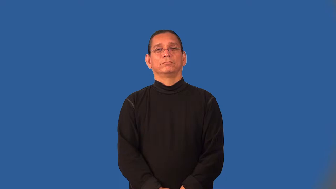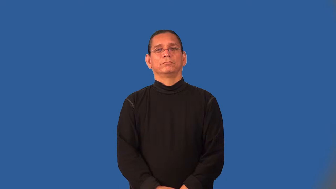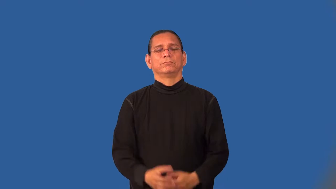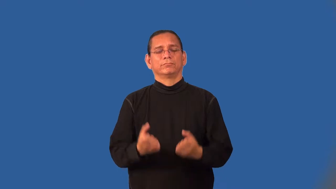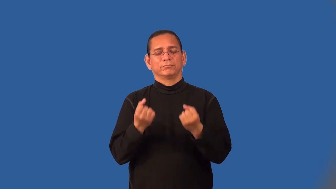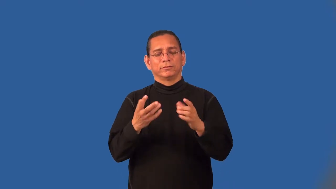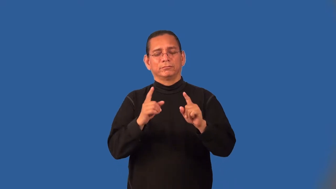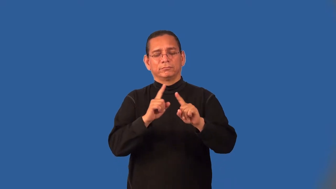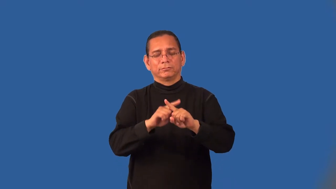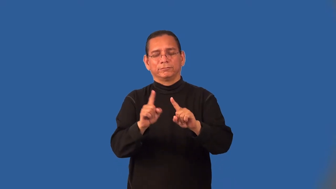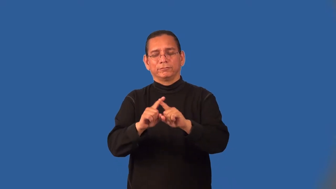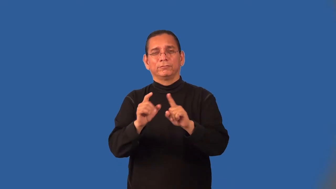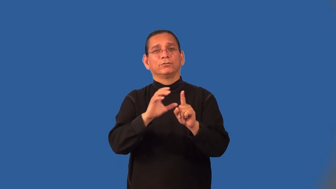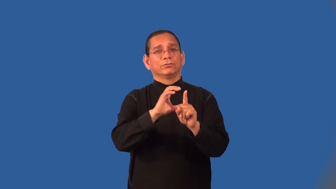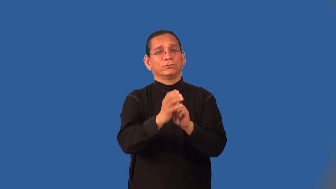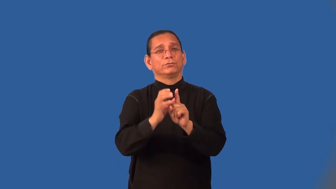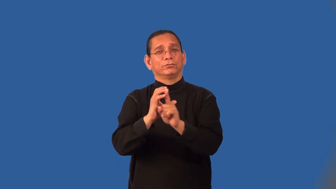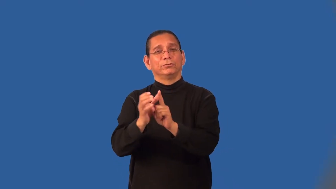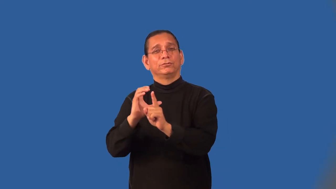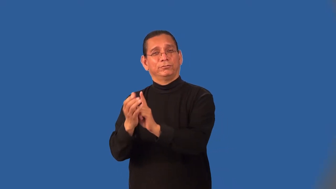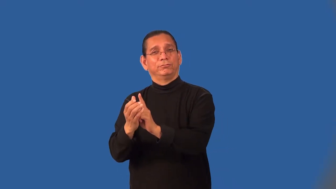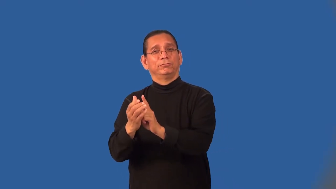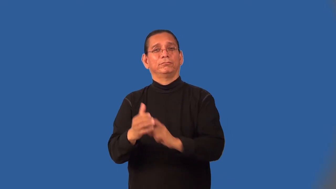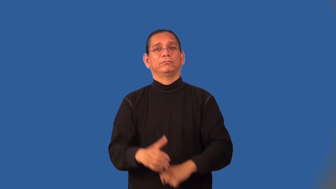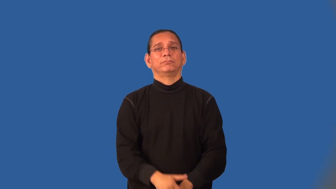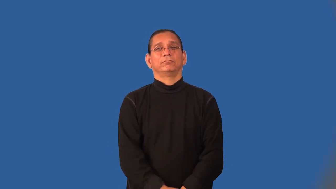multicultural